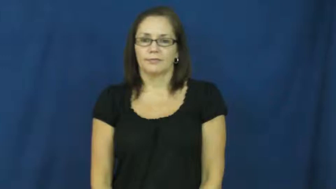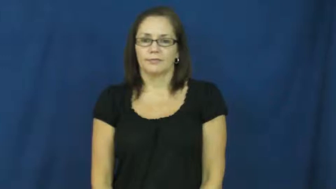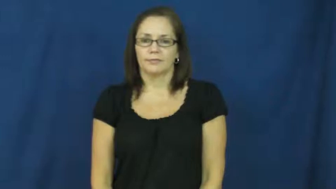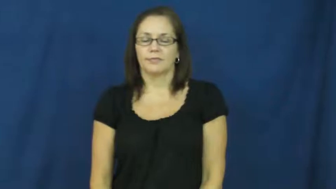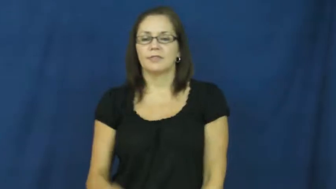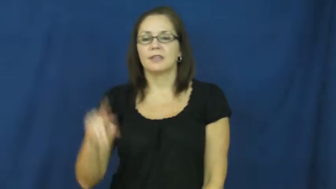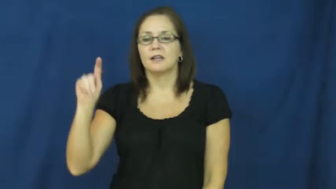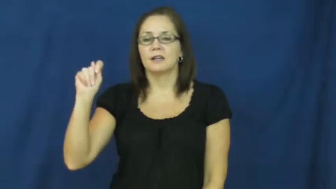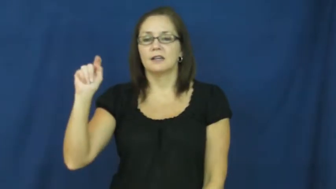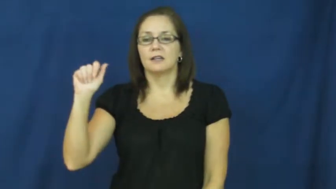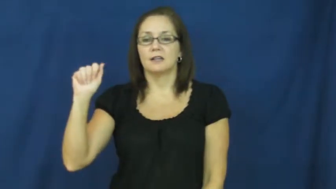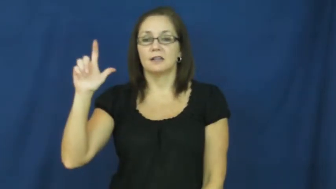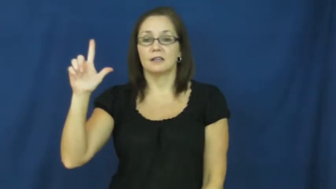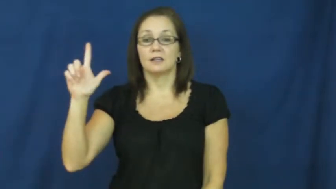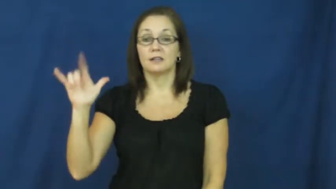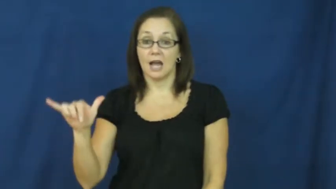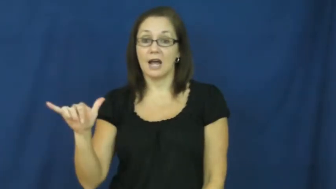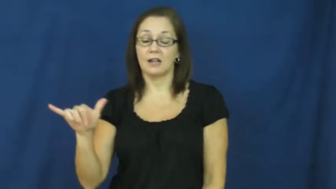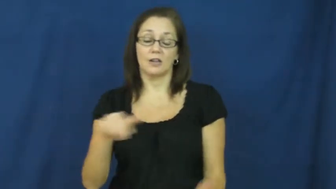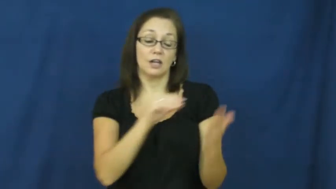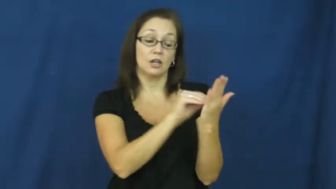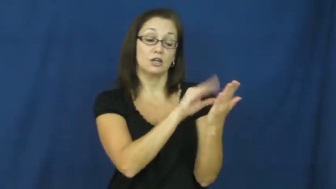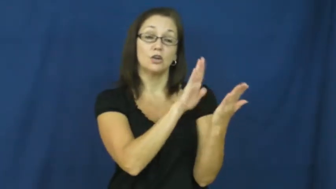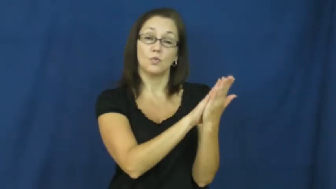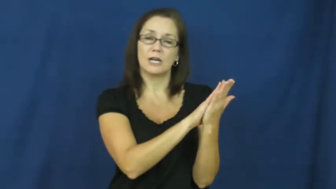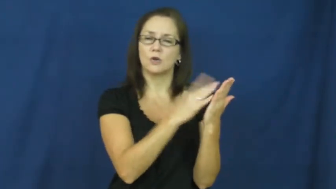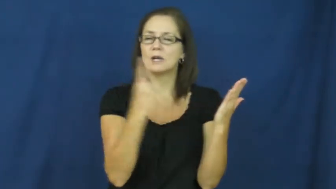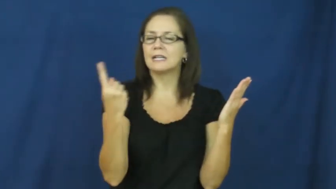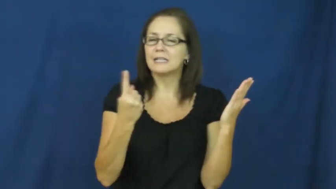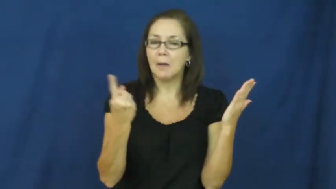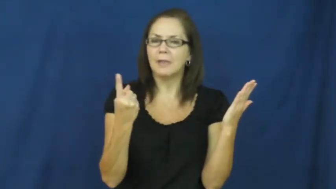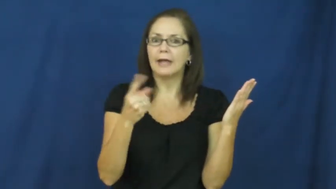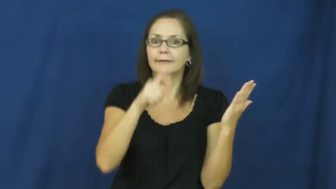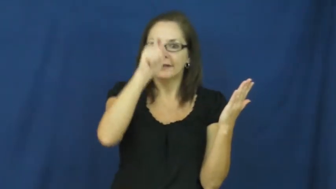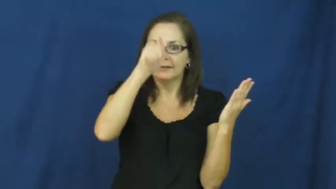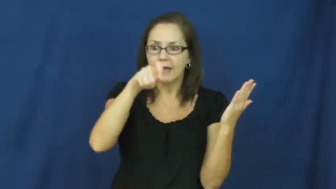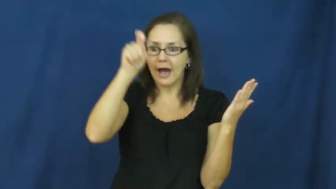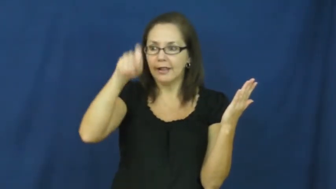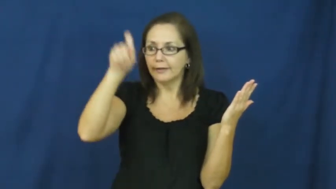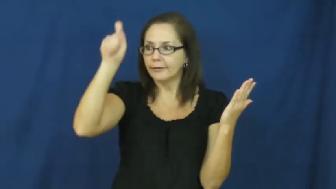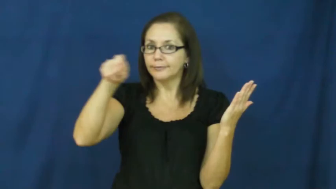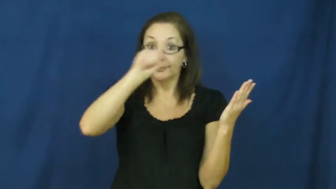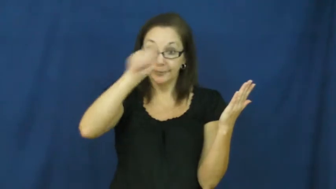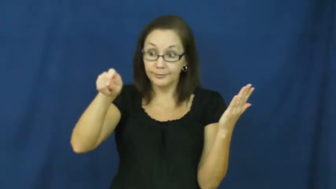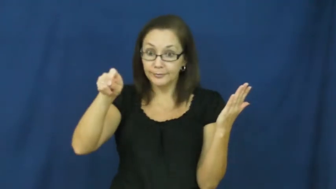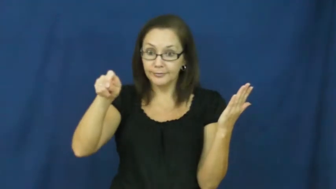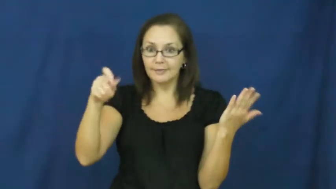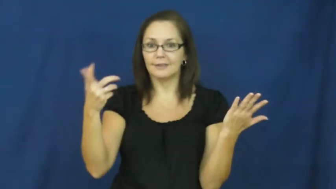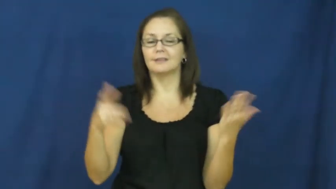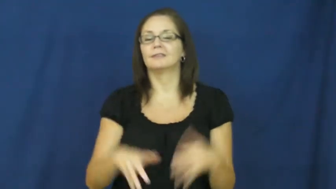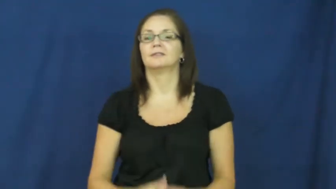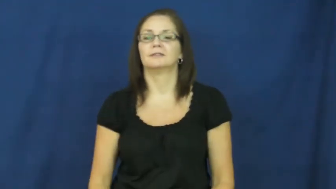tally,tally up-record something